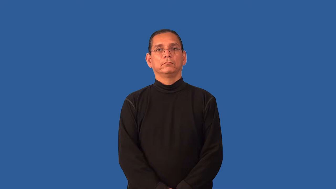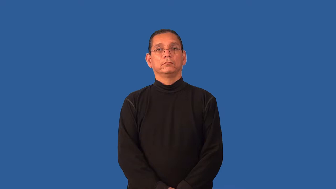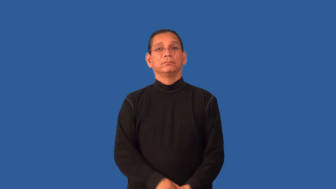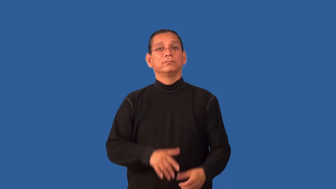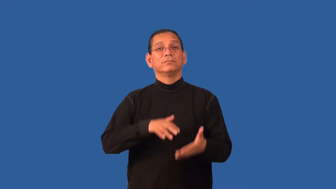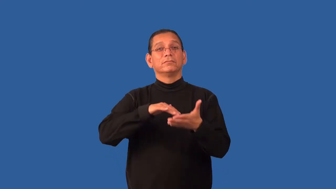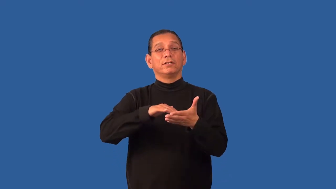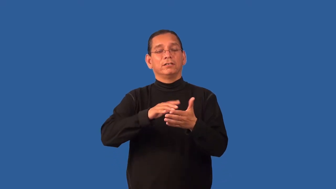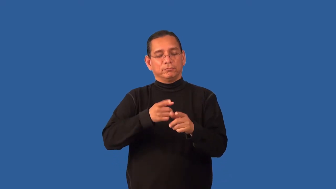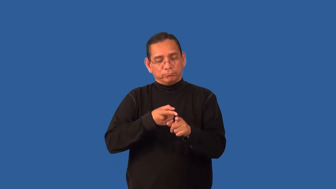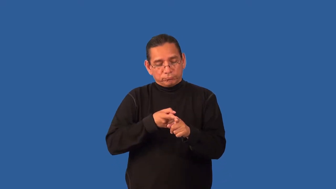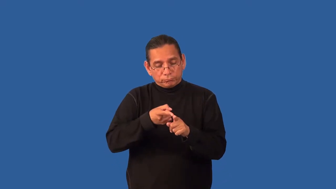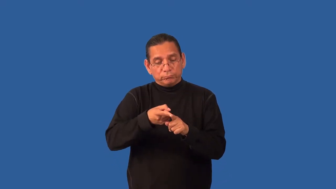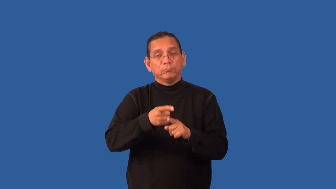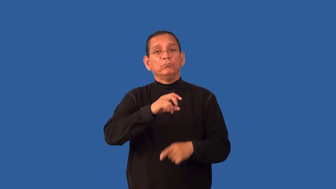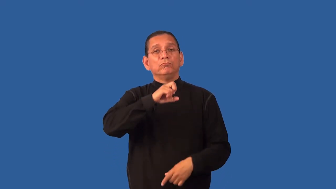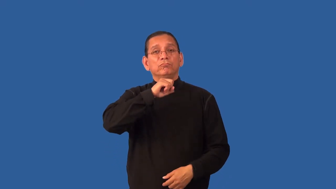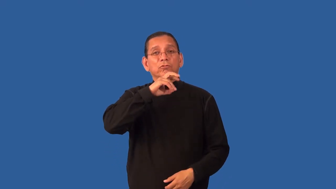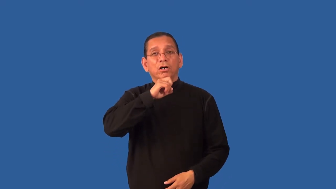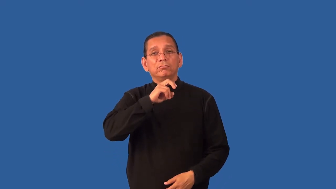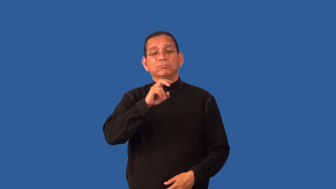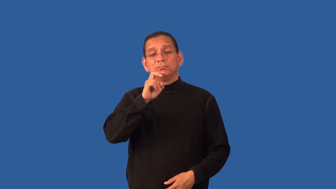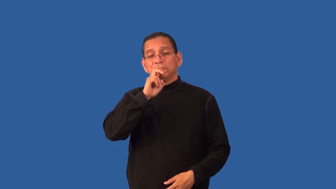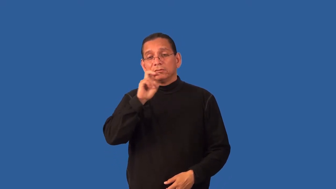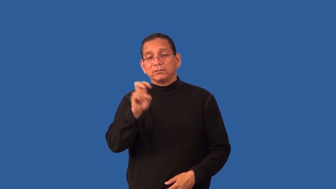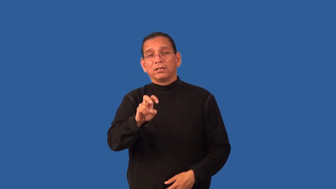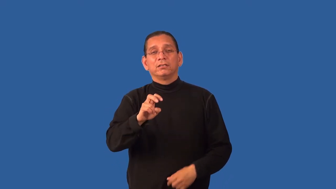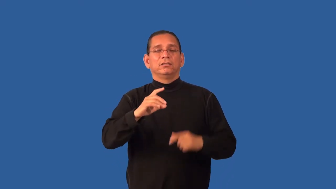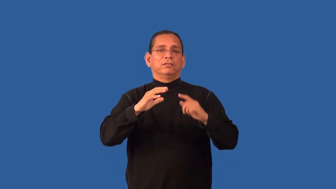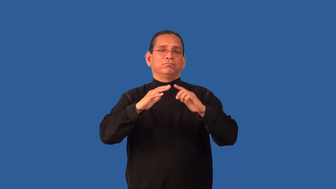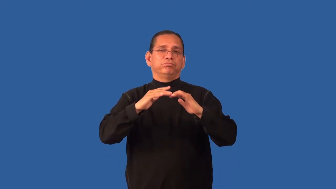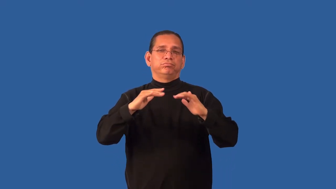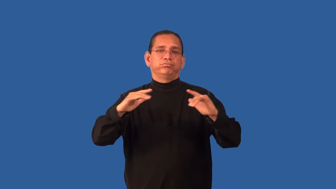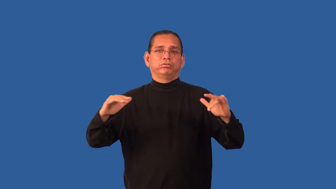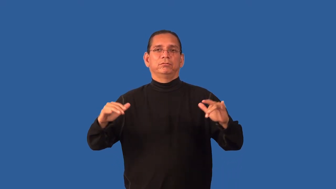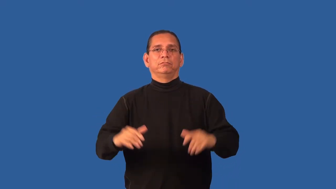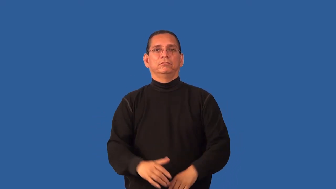herpetology